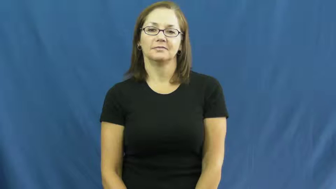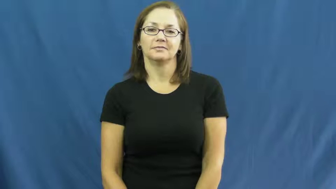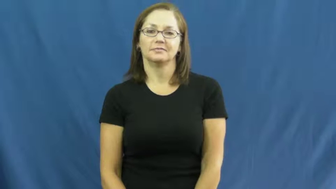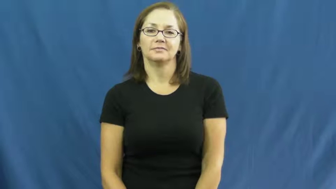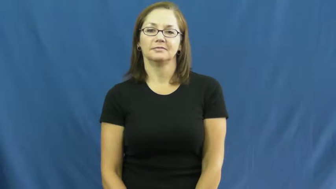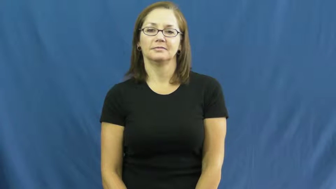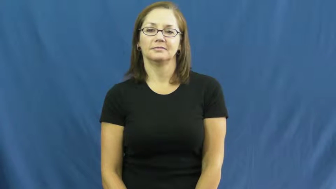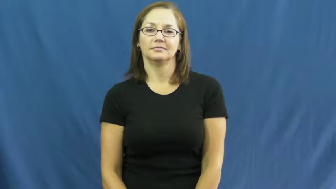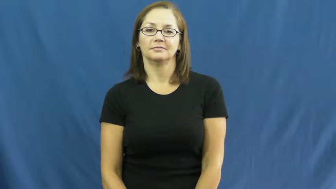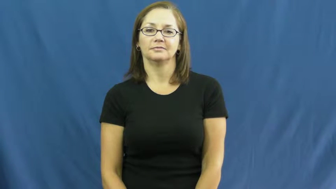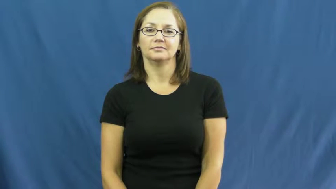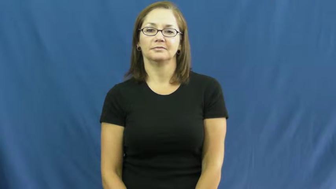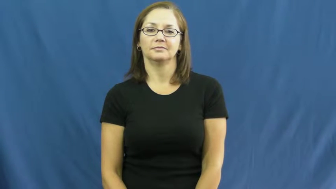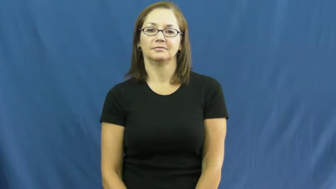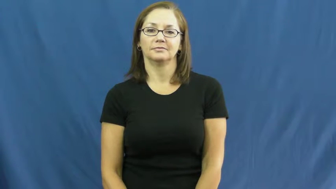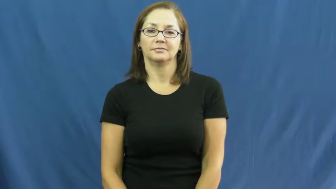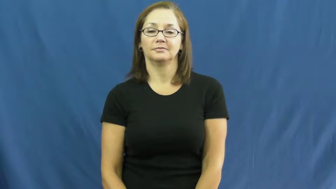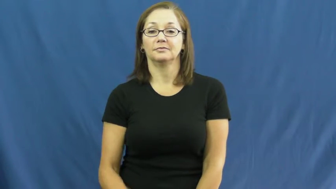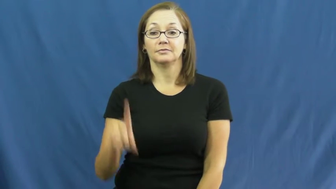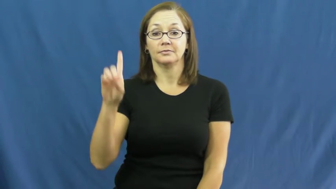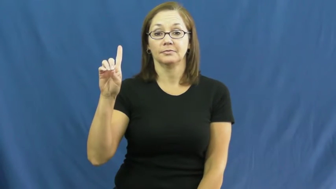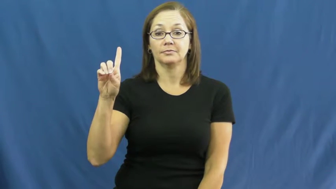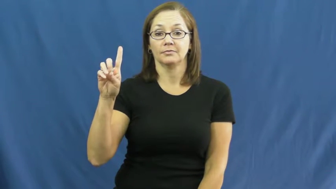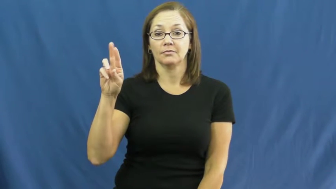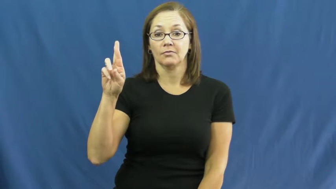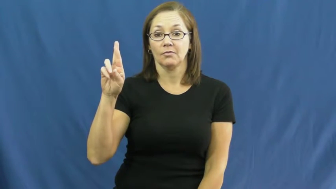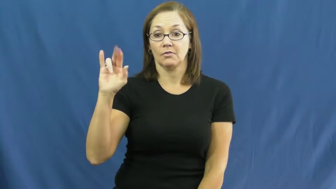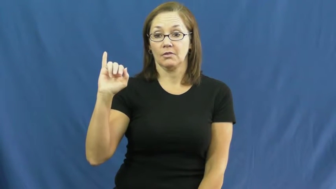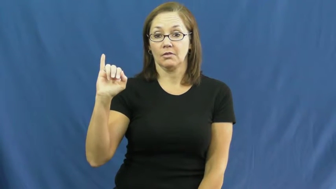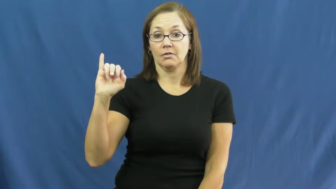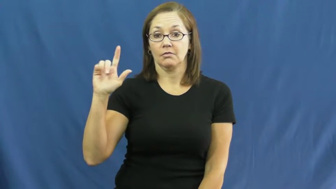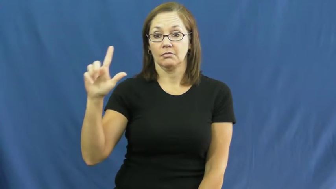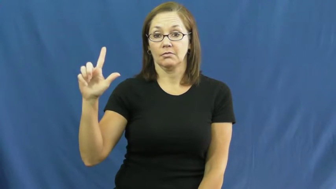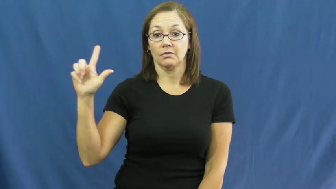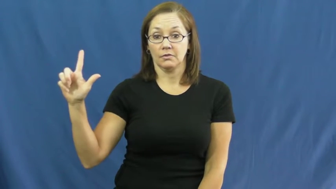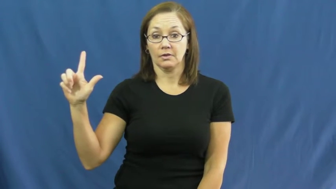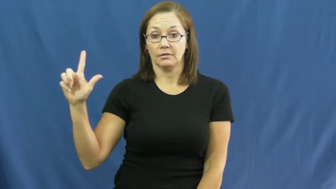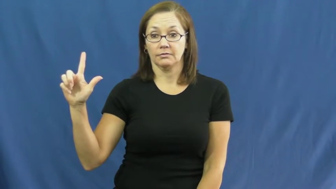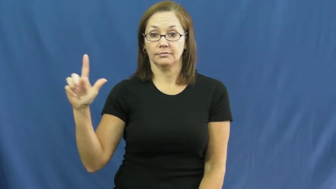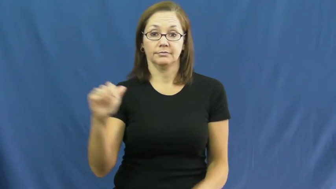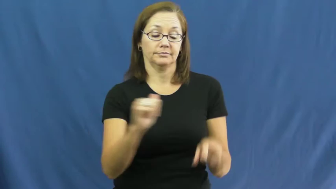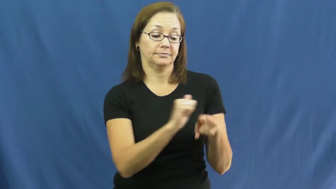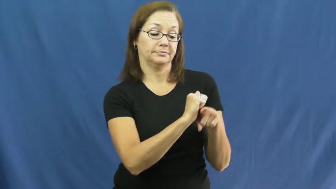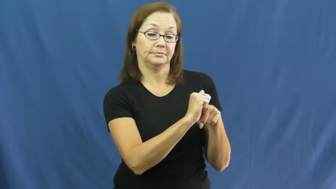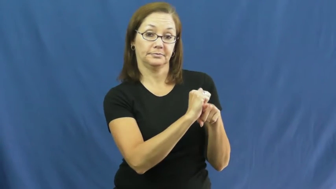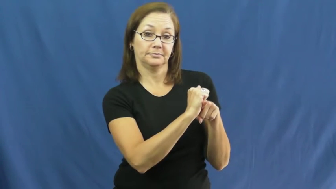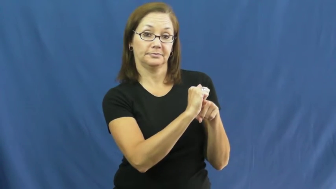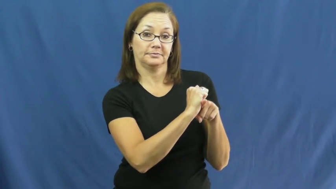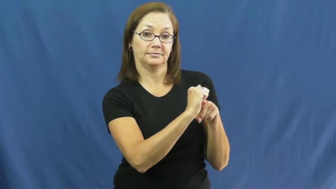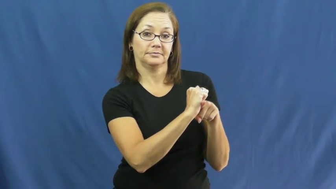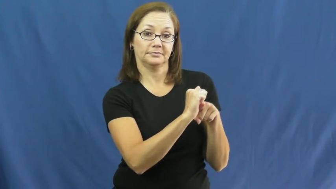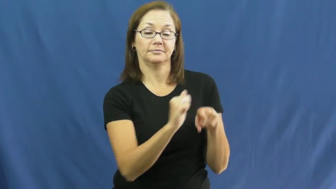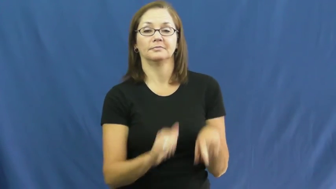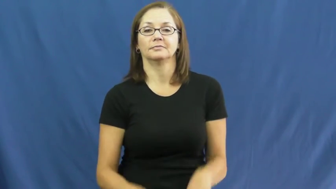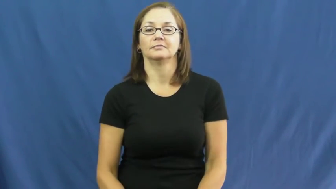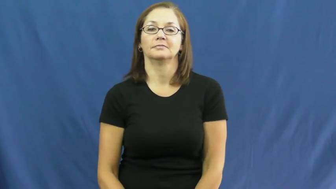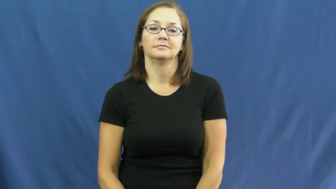drill-practice